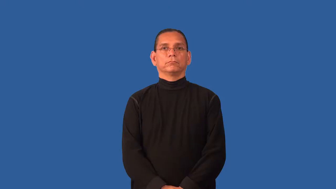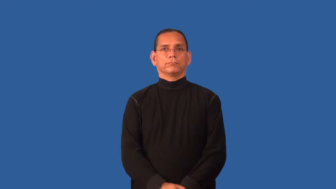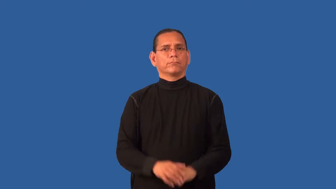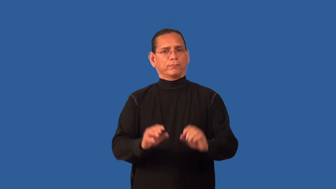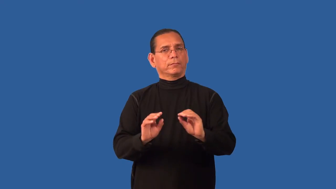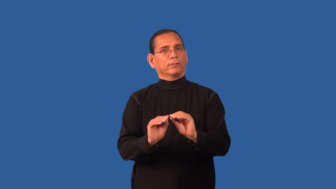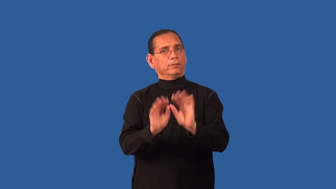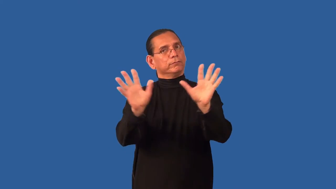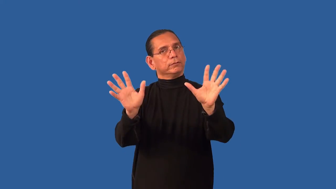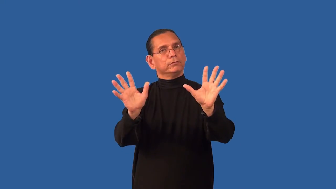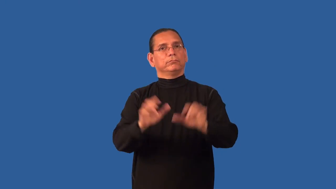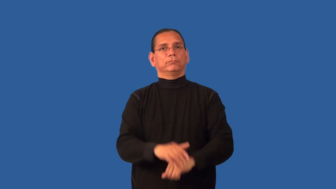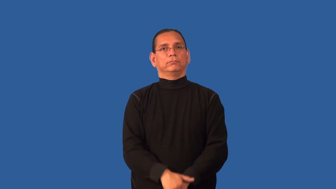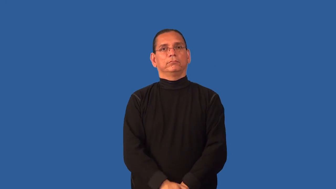indubitable